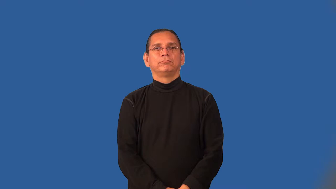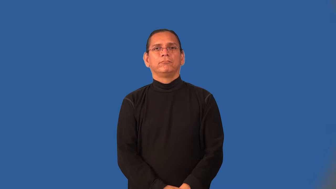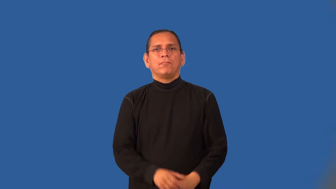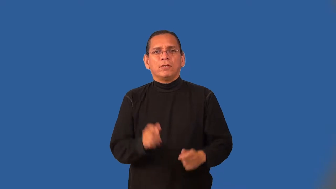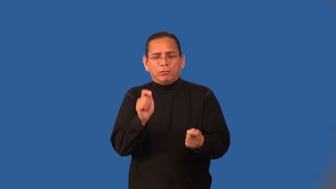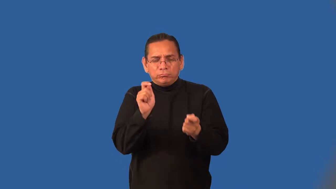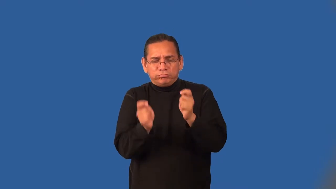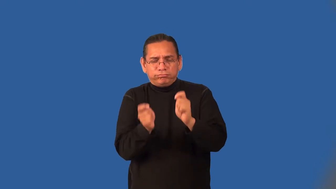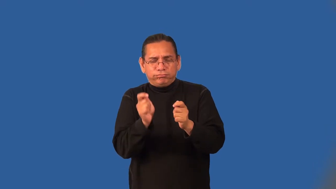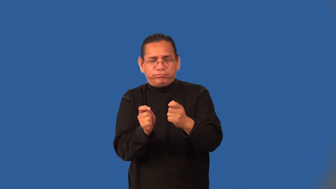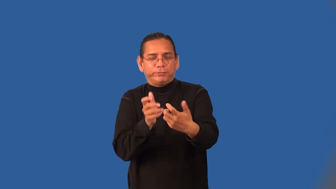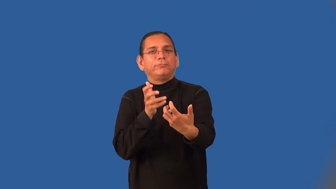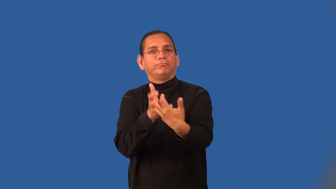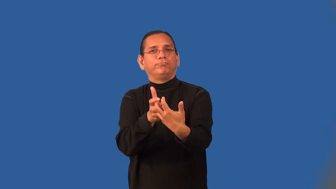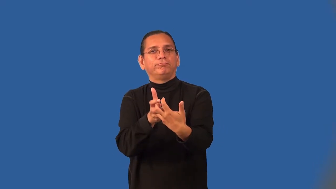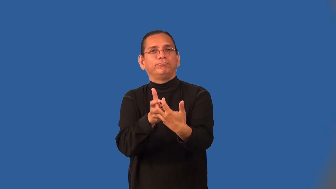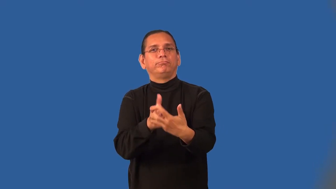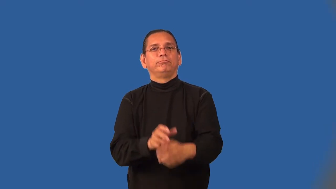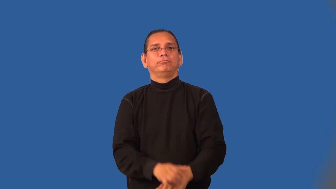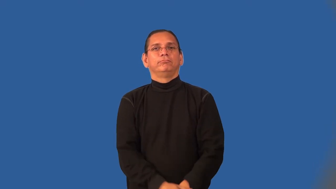individualize